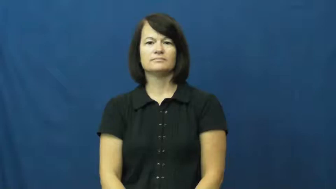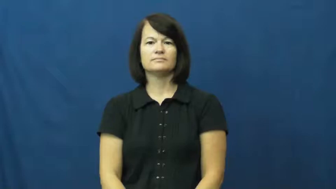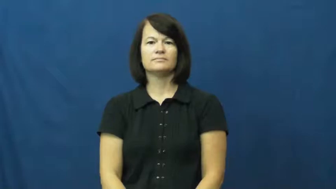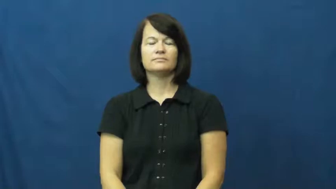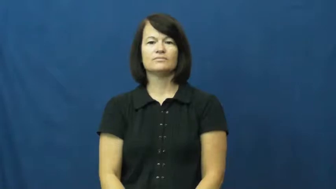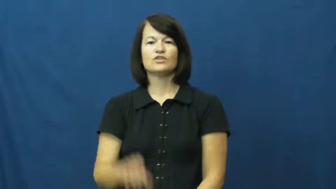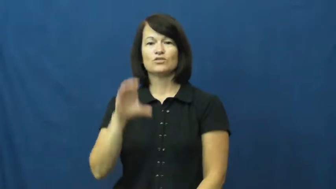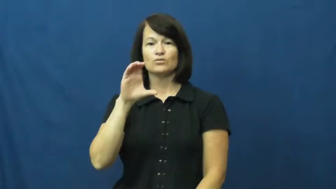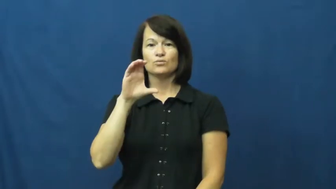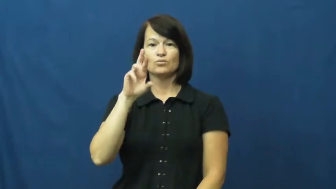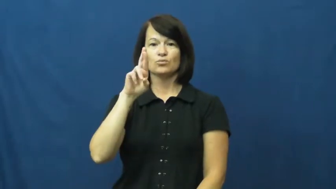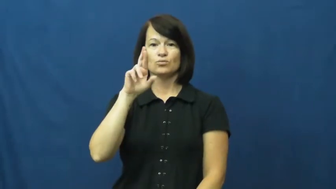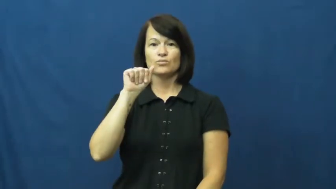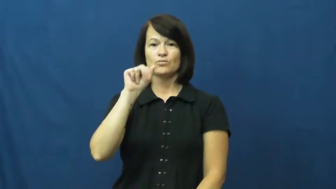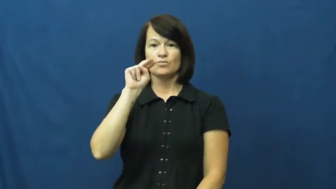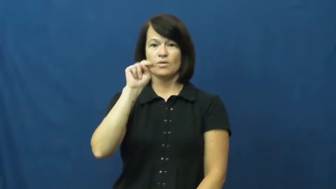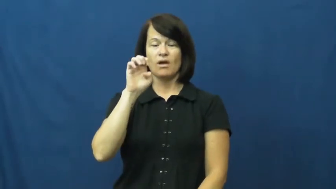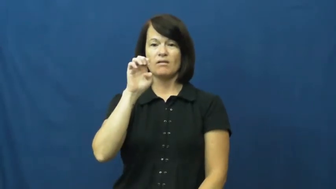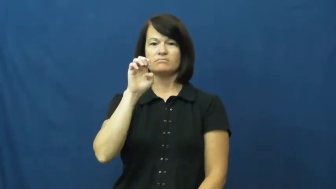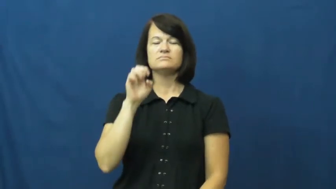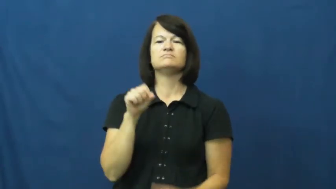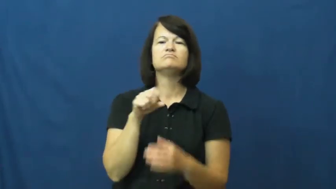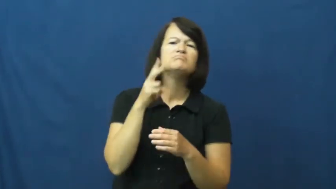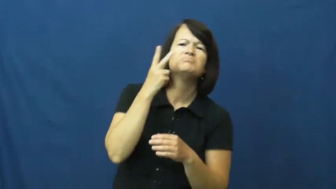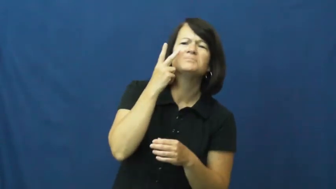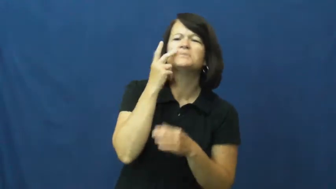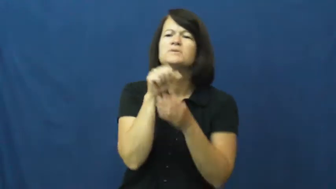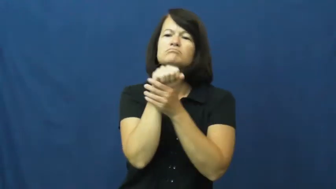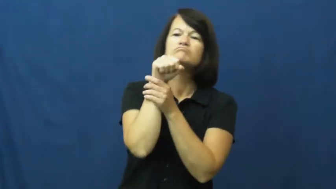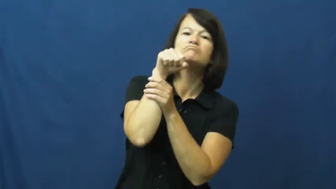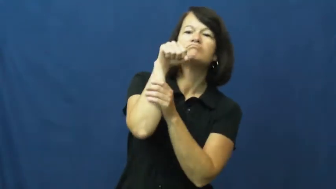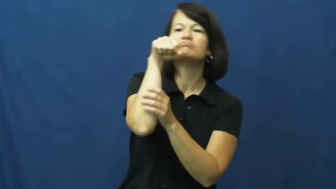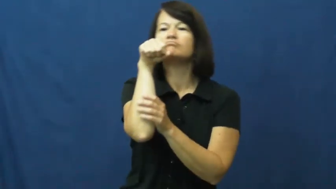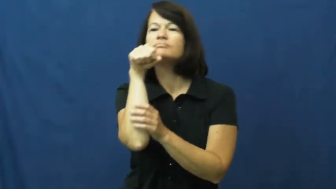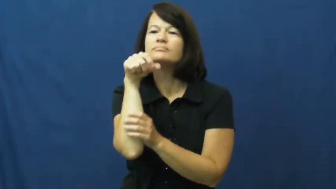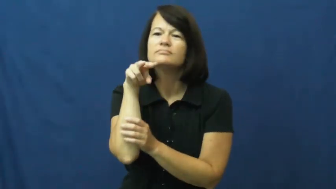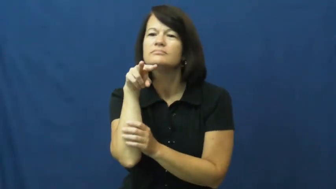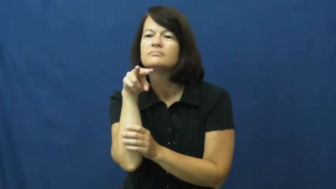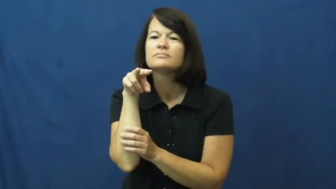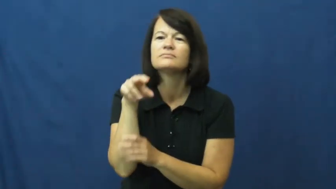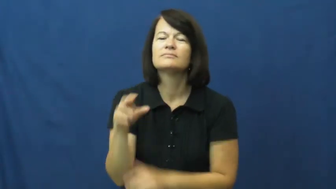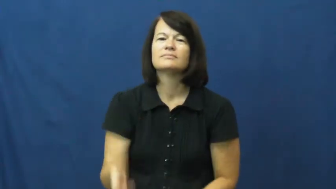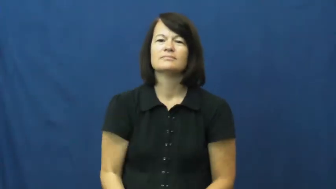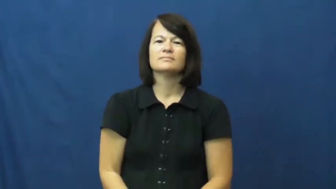crane-neck